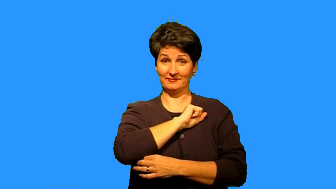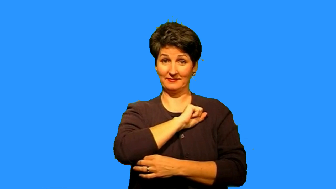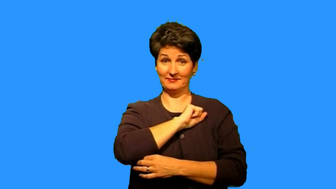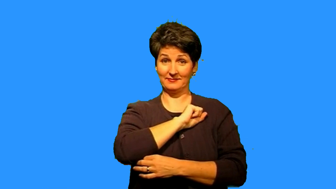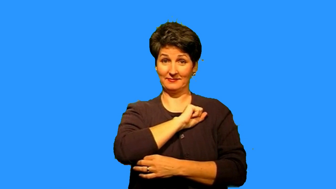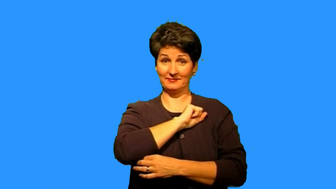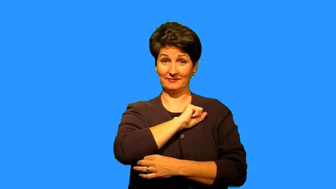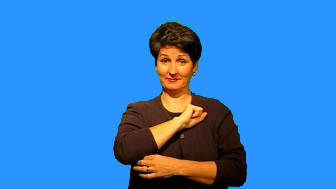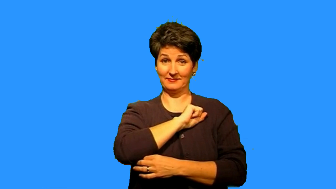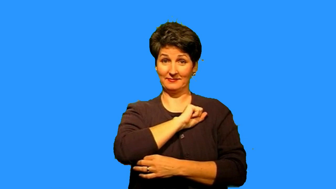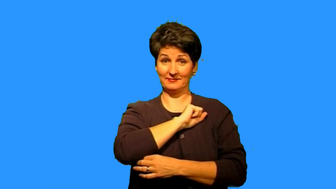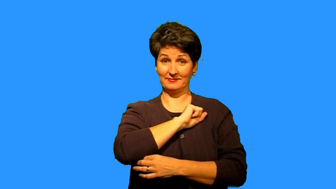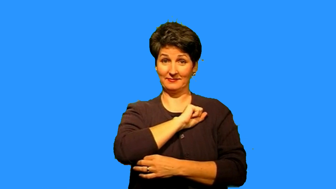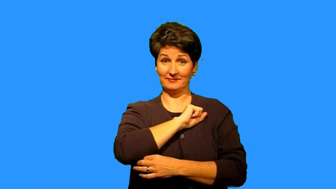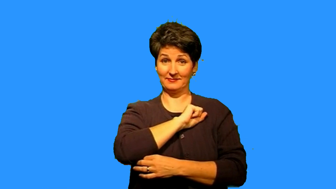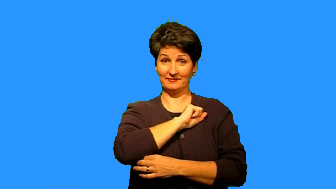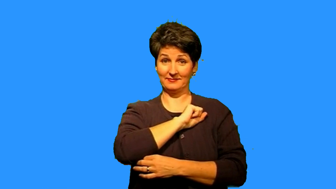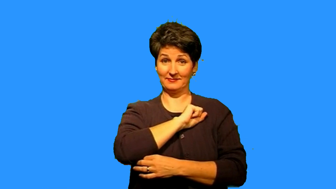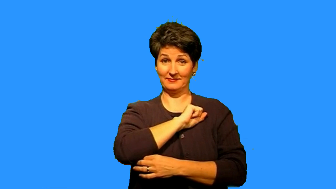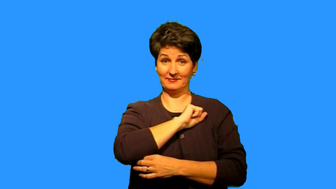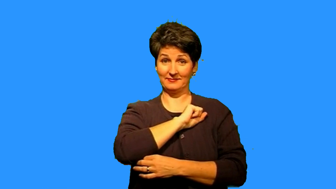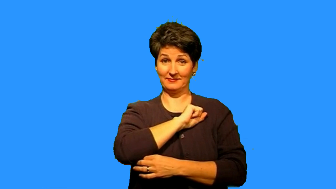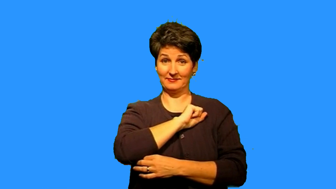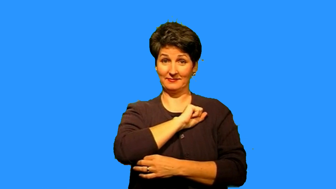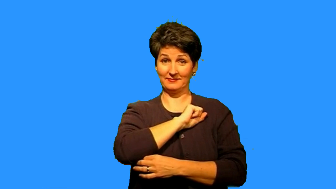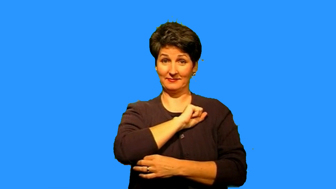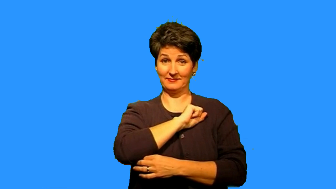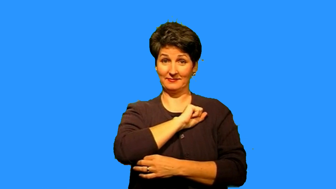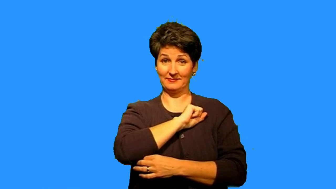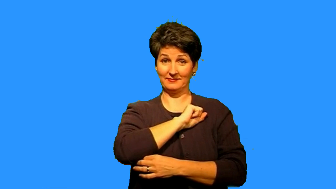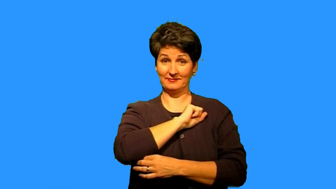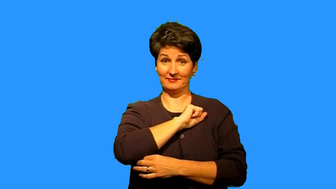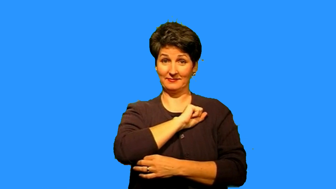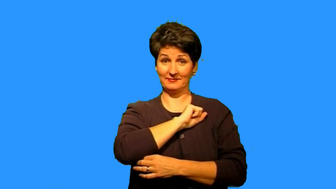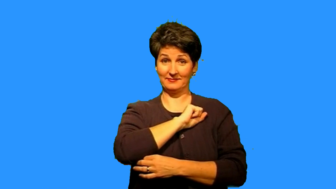sebastian